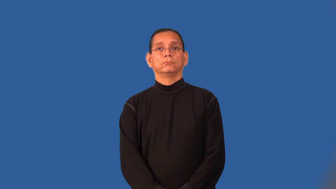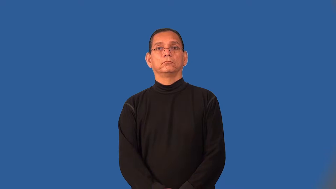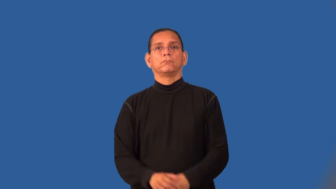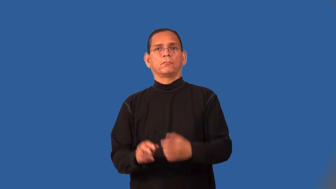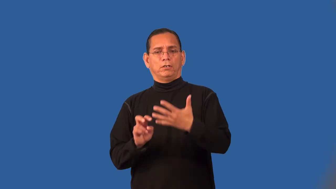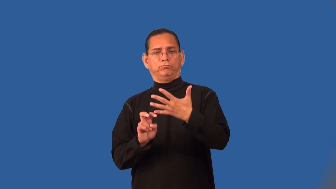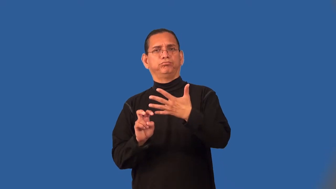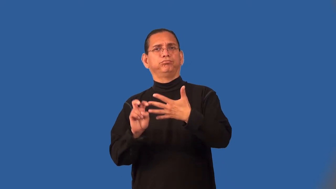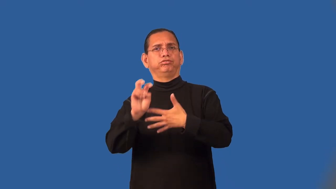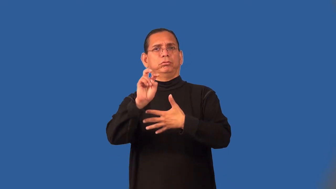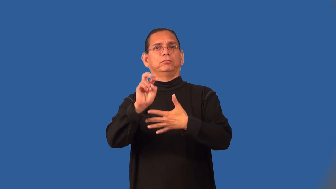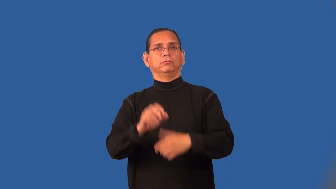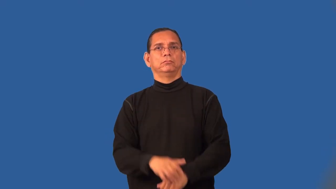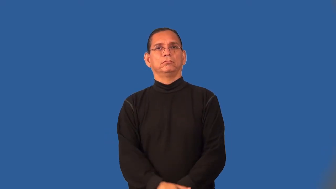rise-take action to succeed